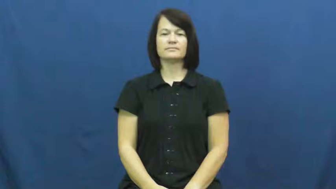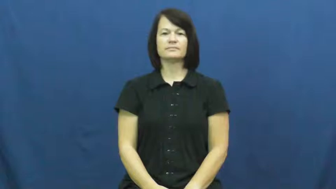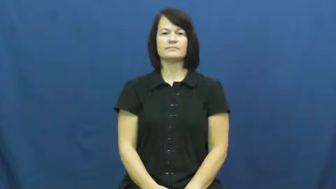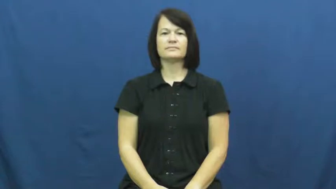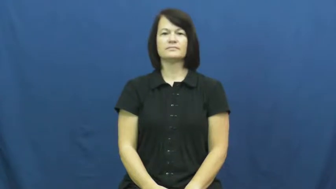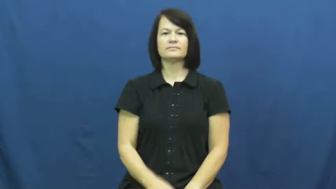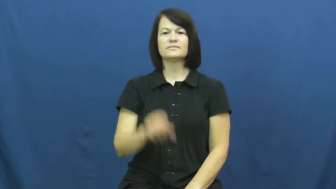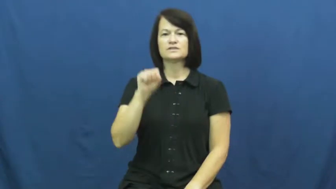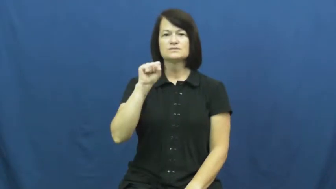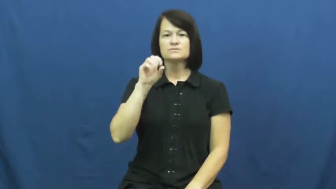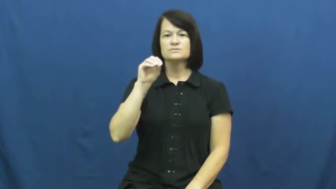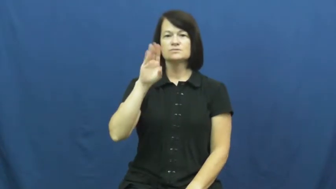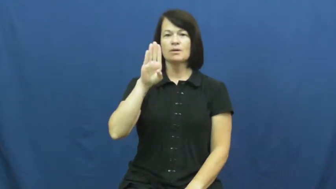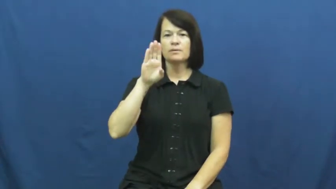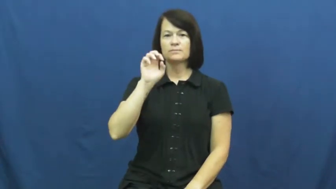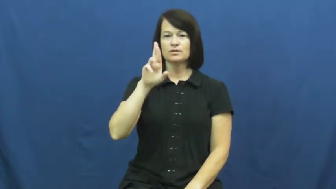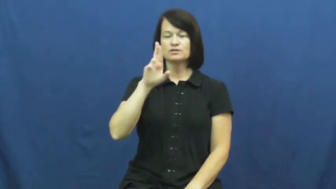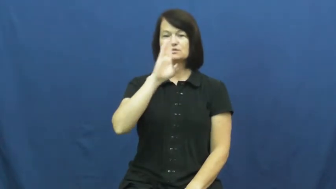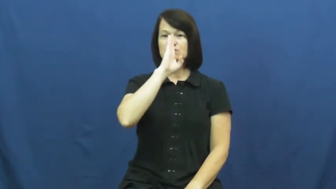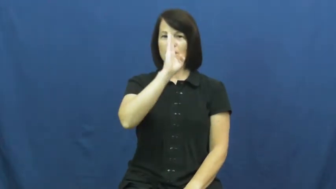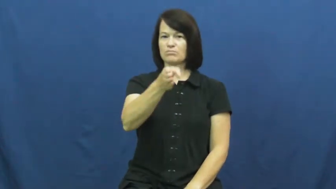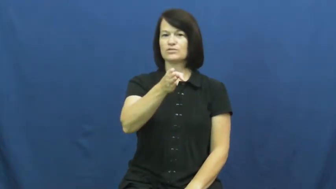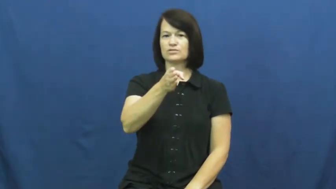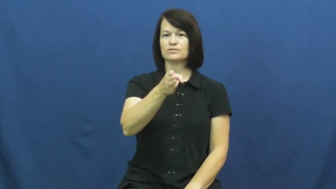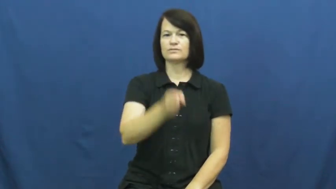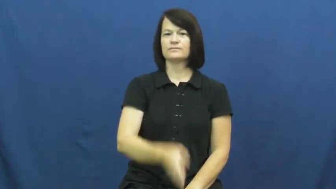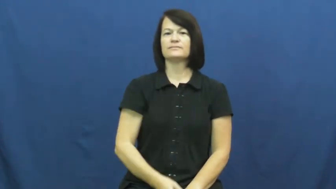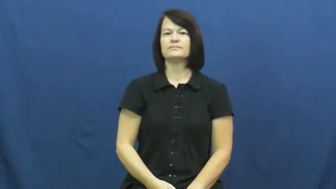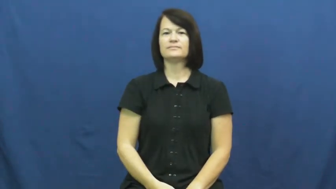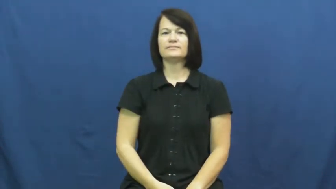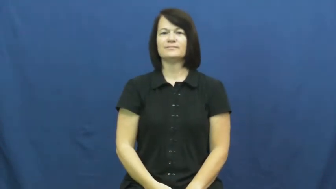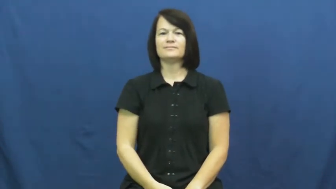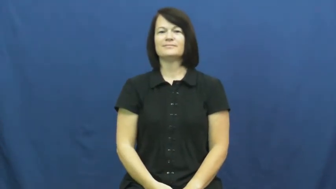sober